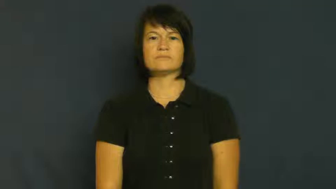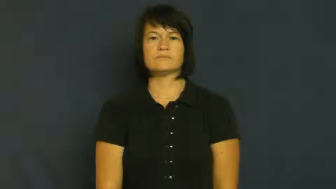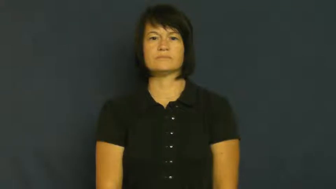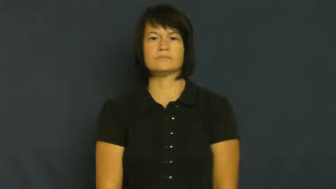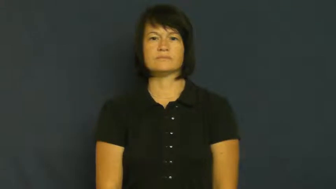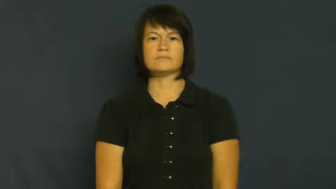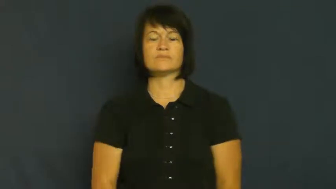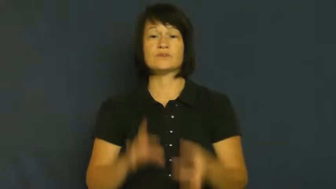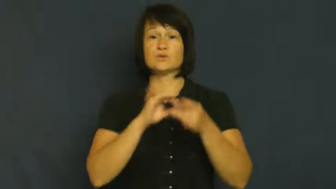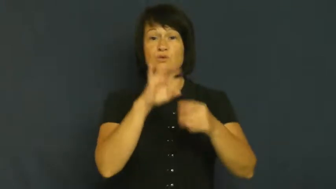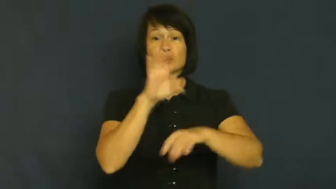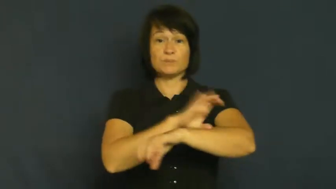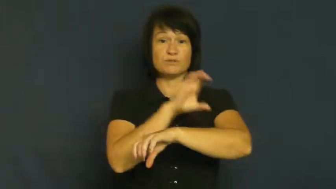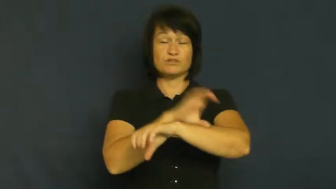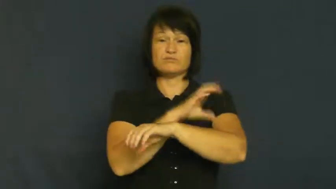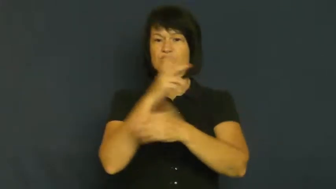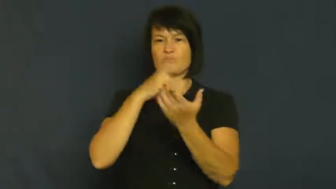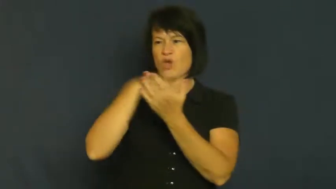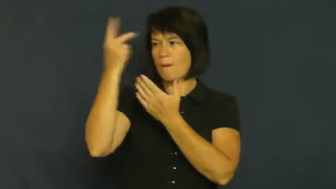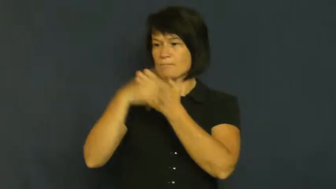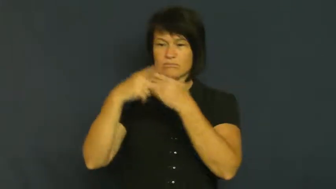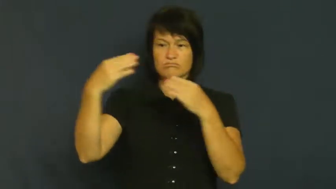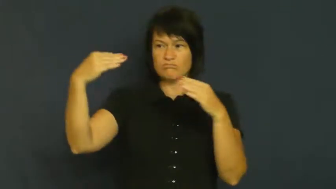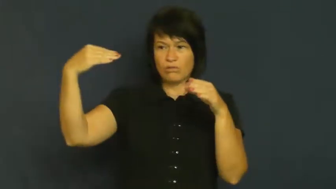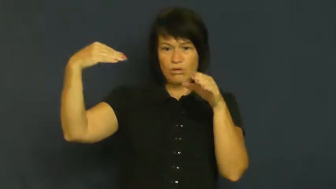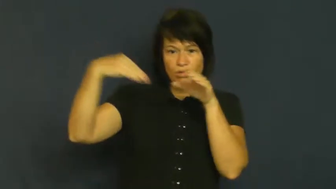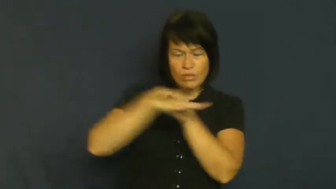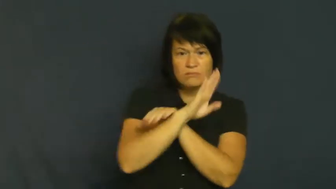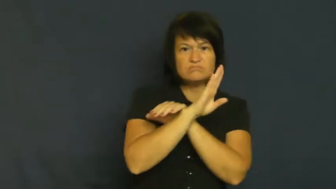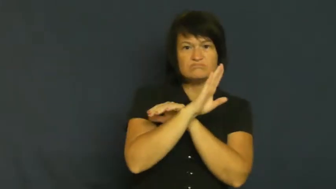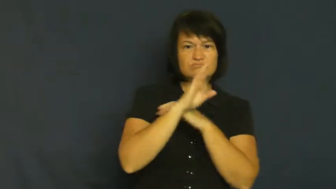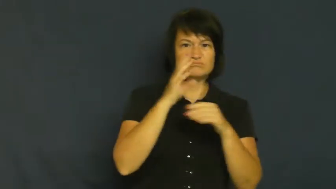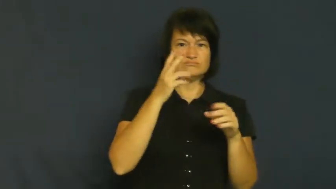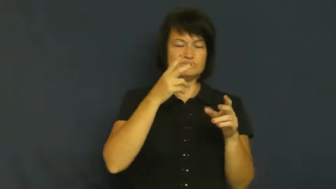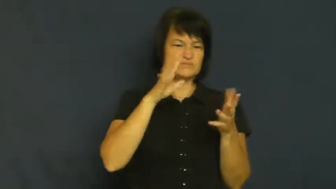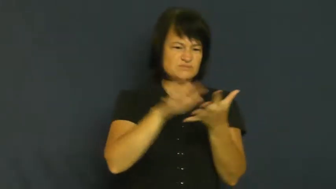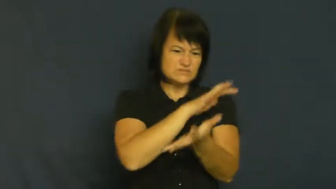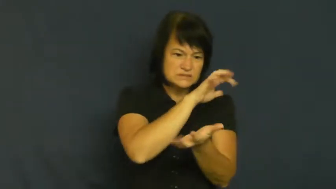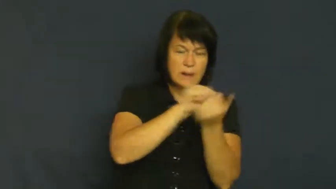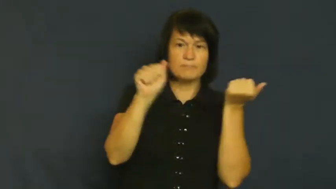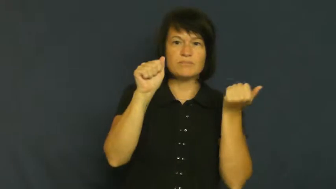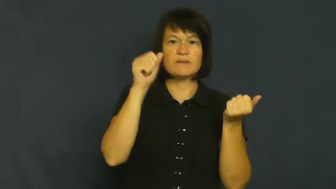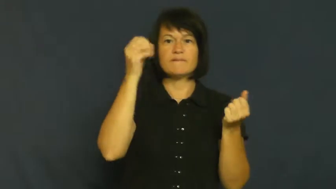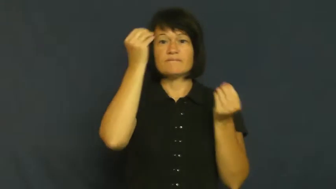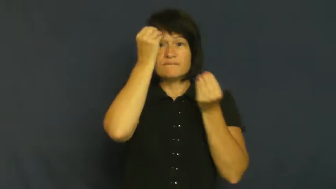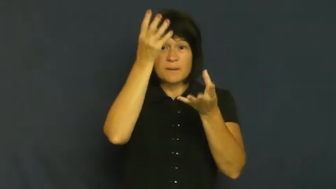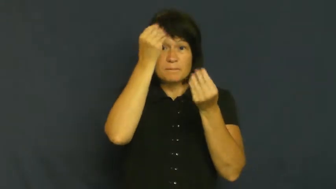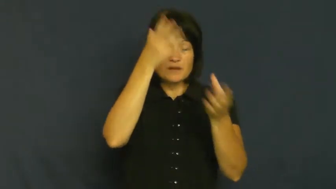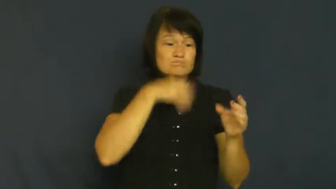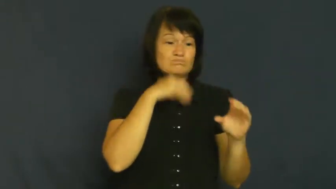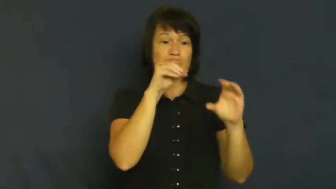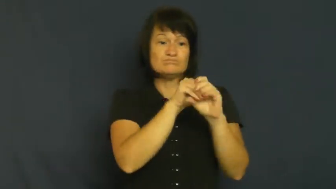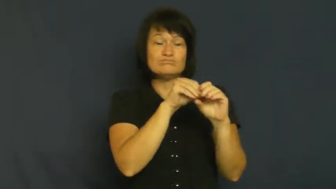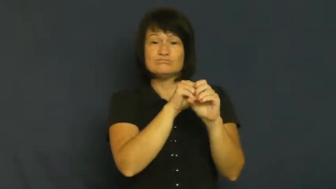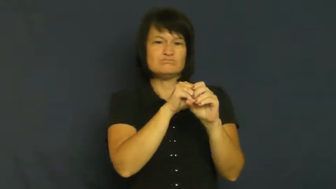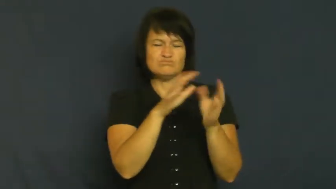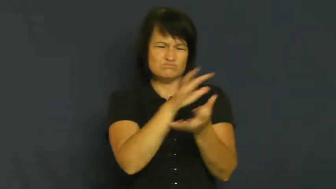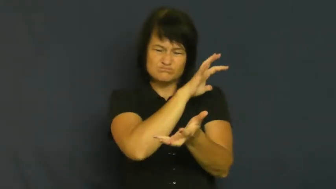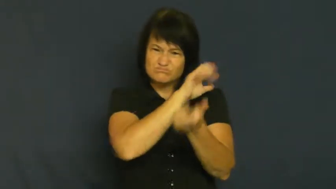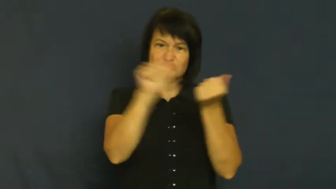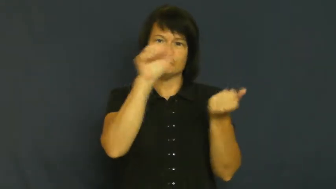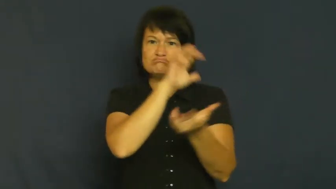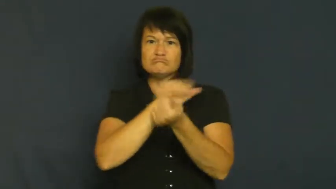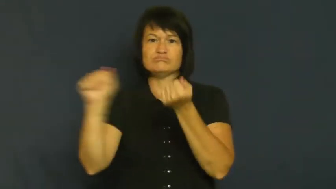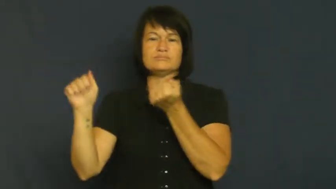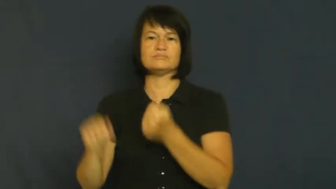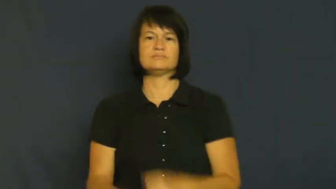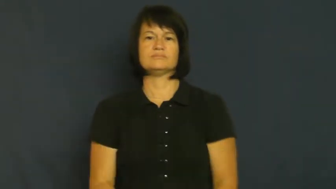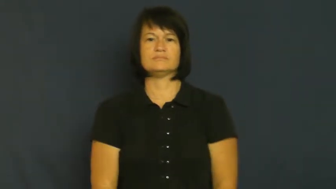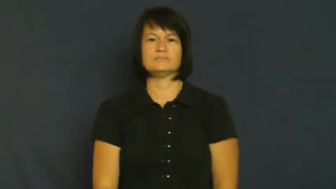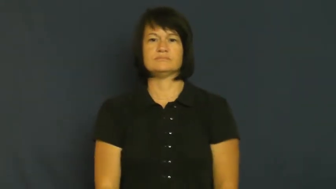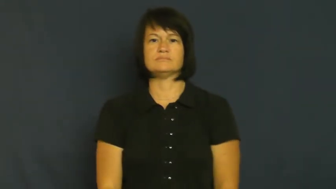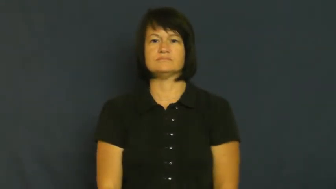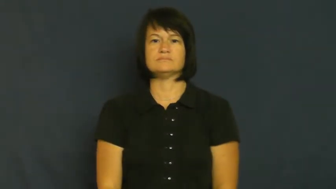virus-computer